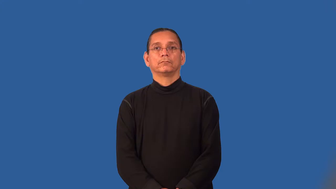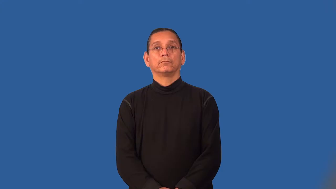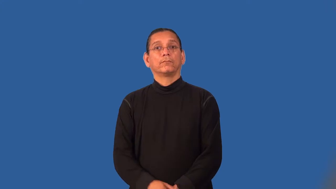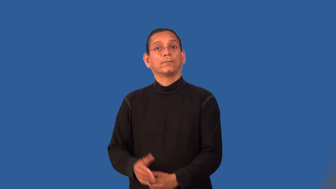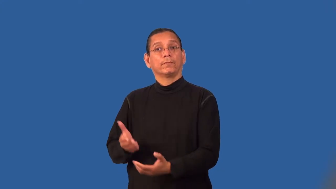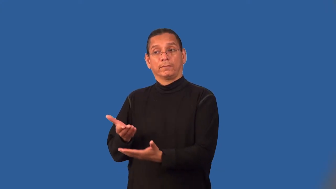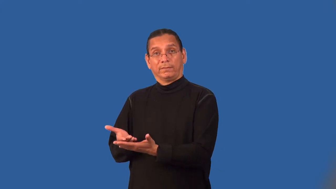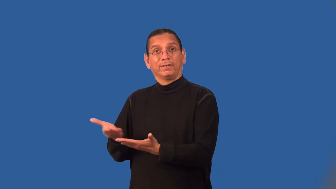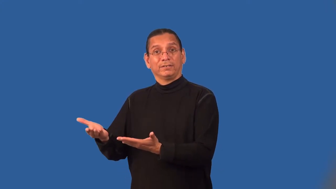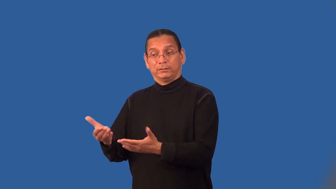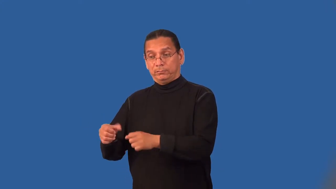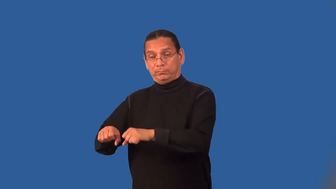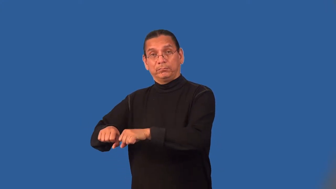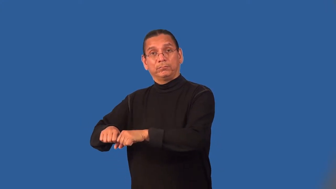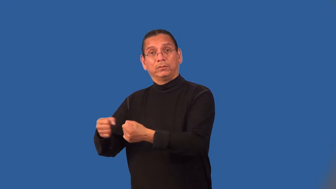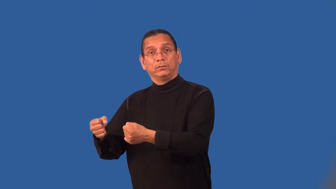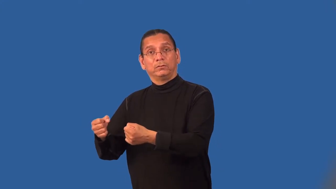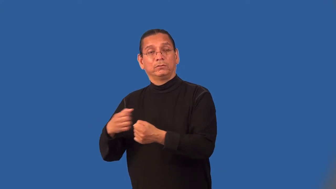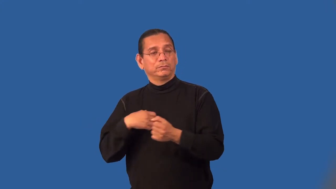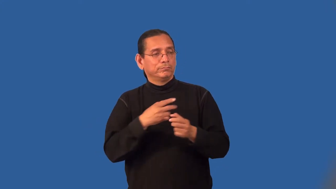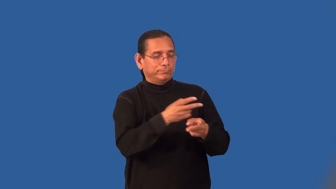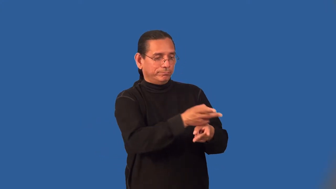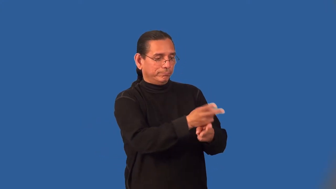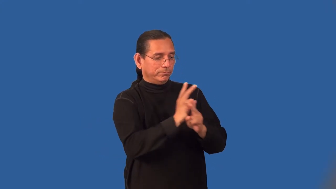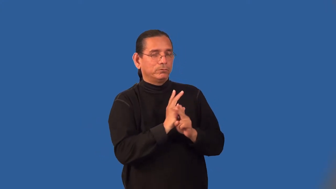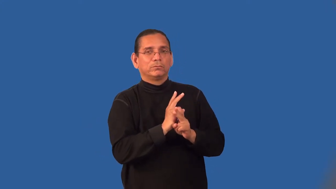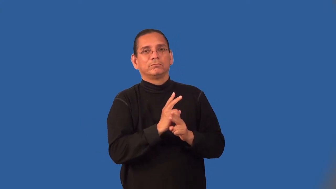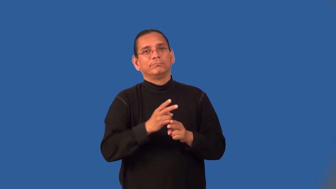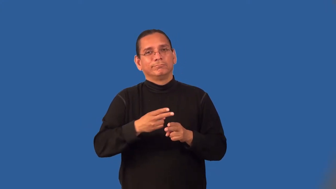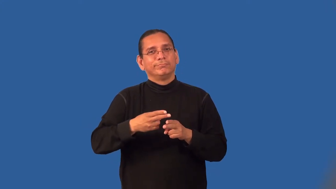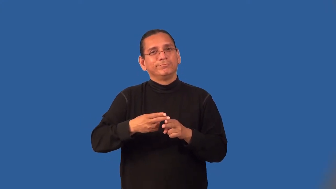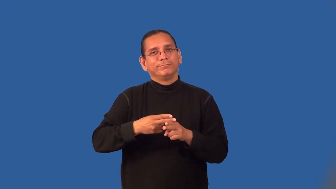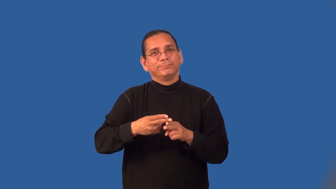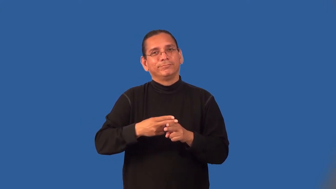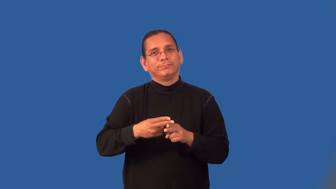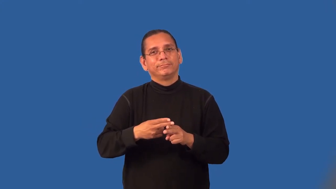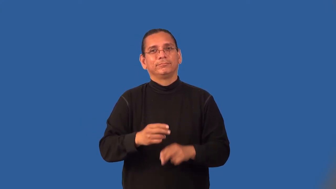loaner